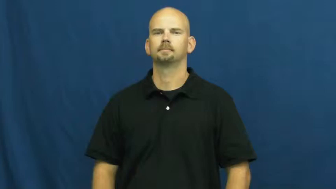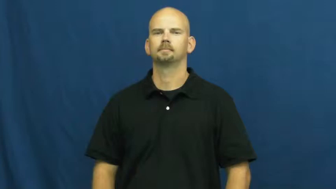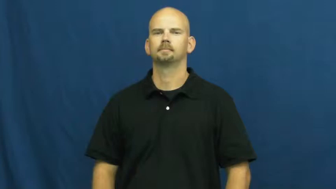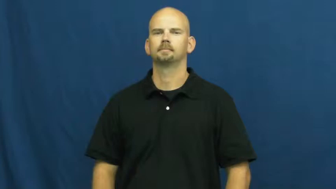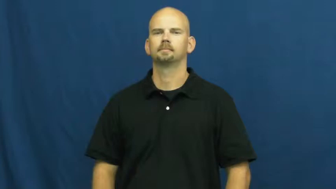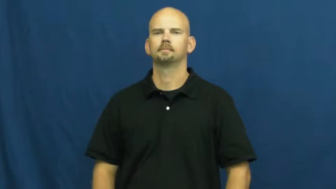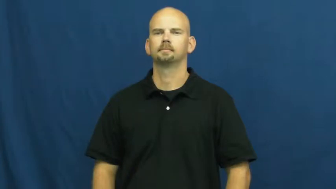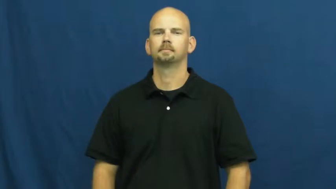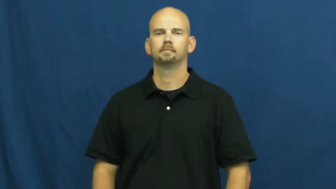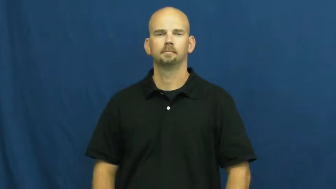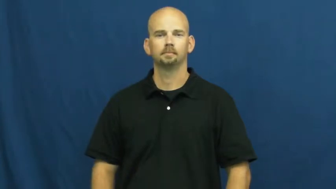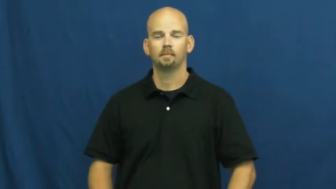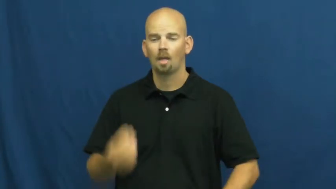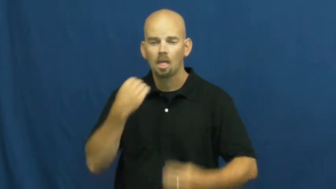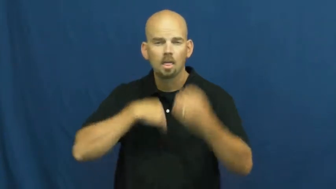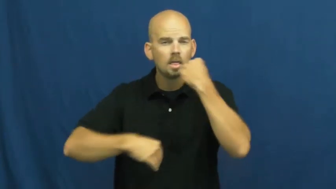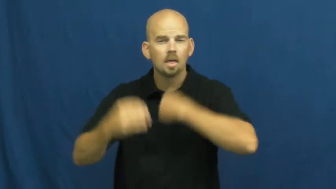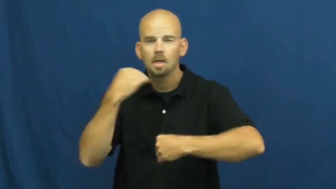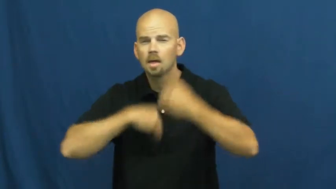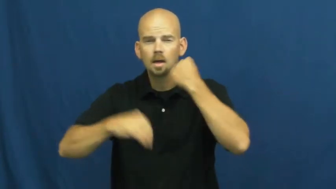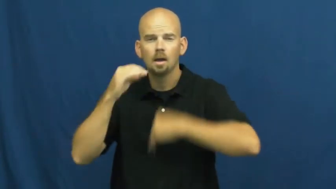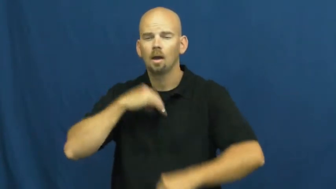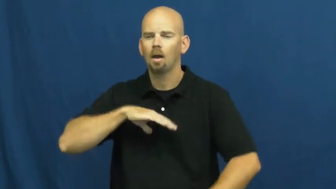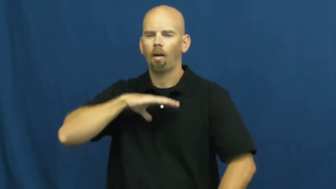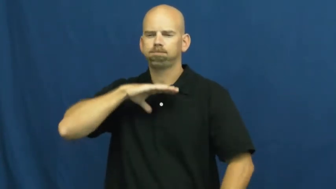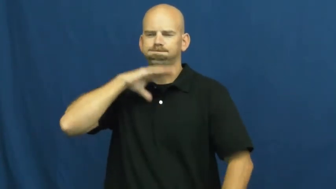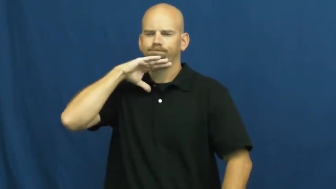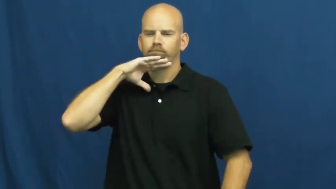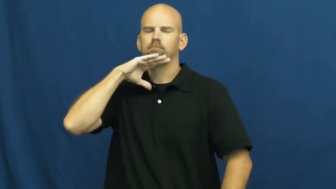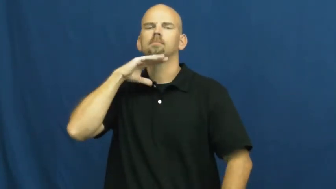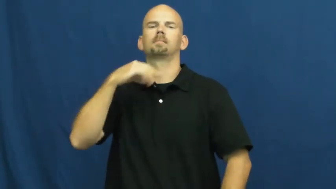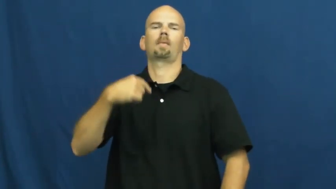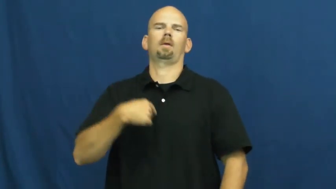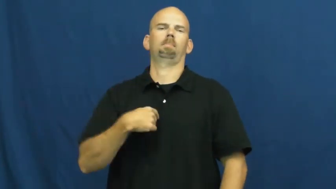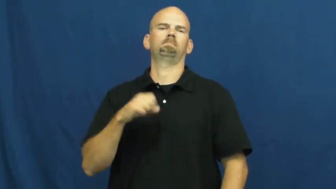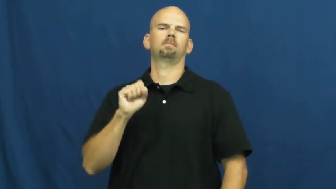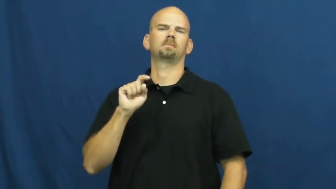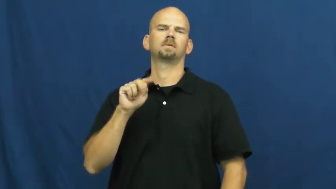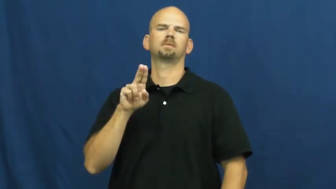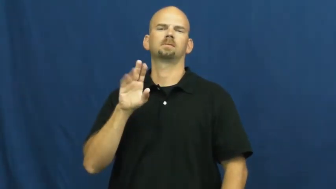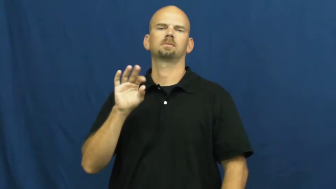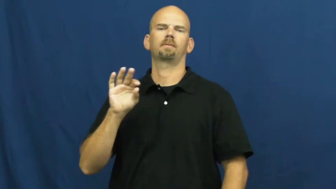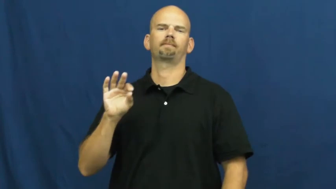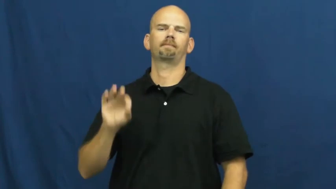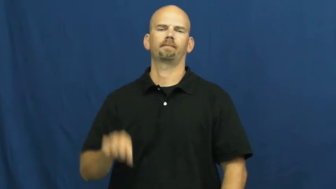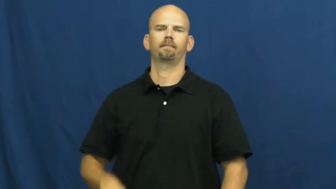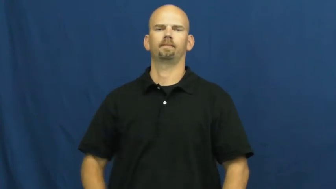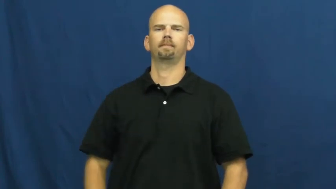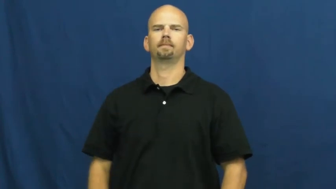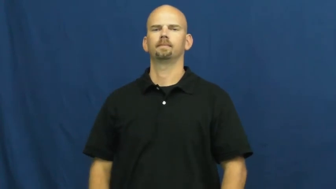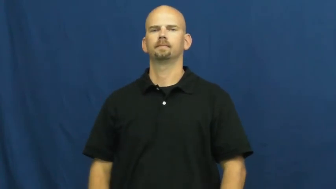stuffed